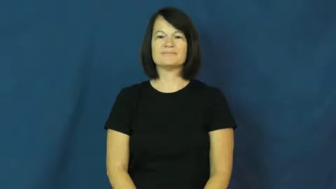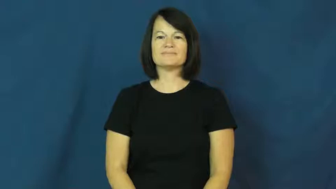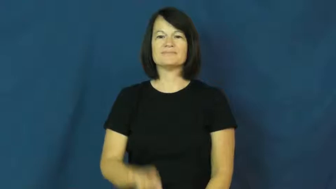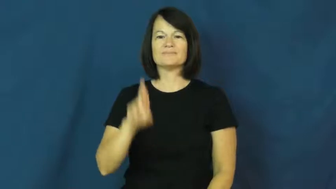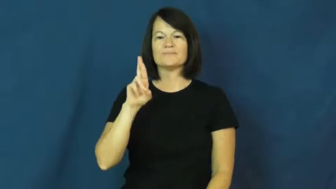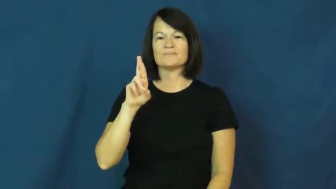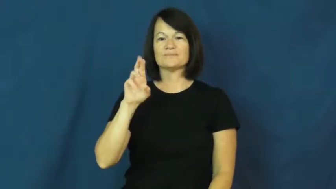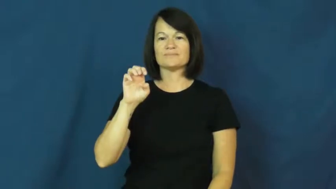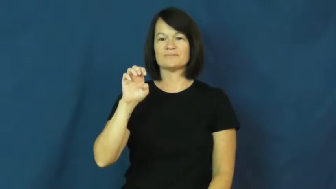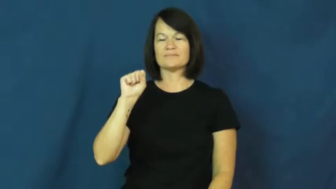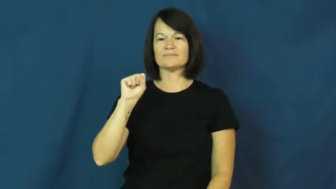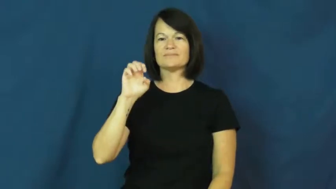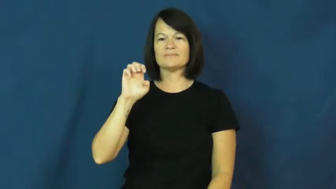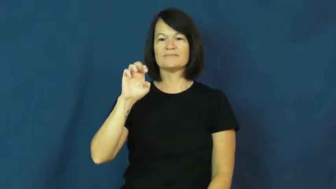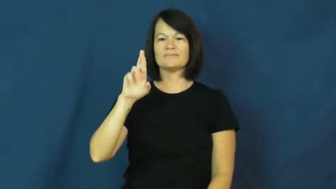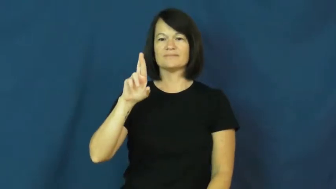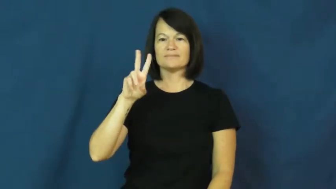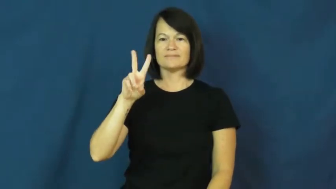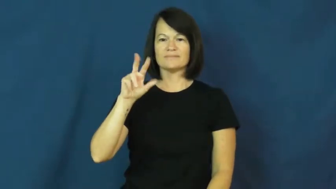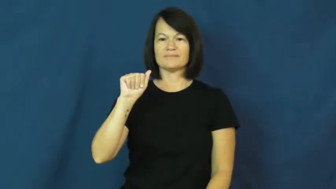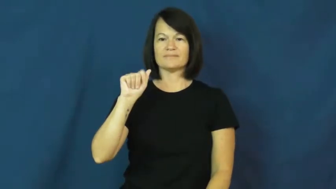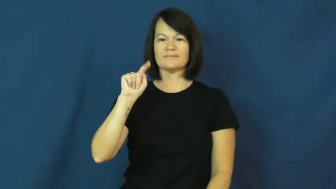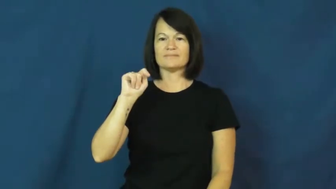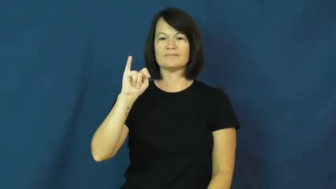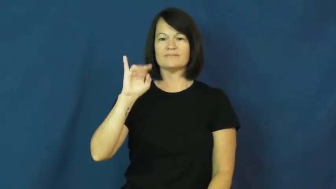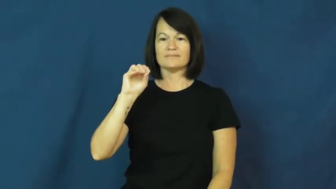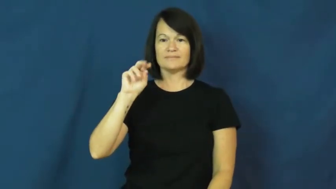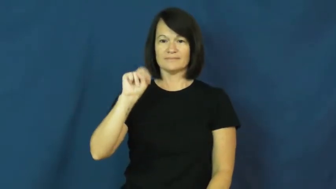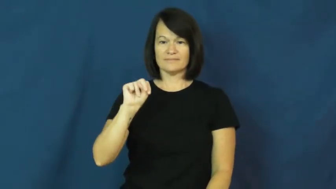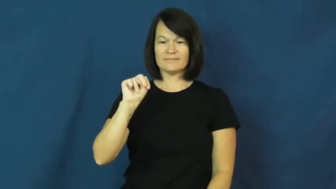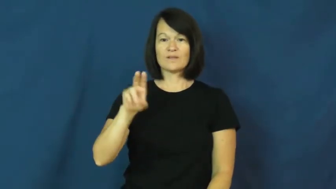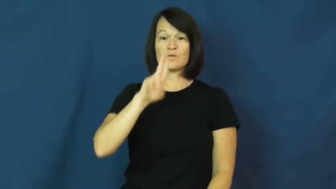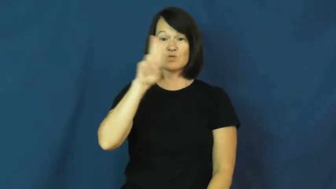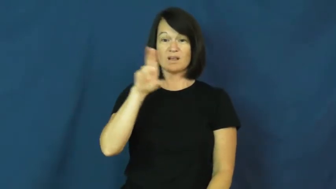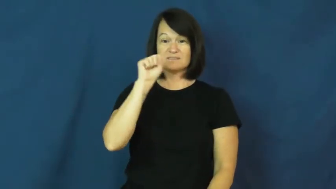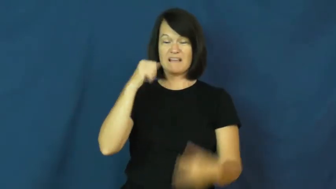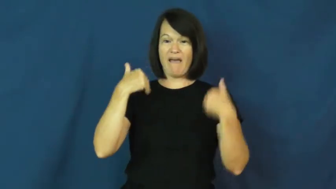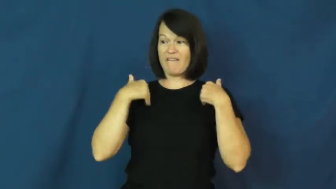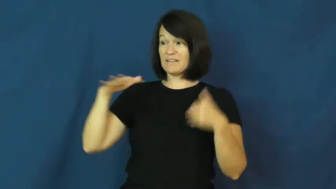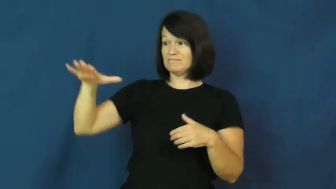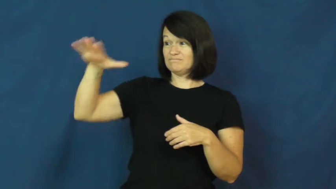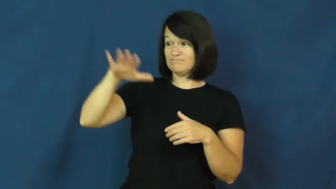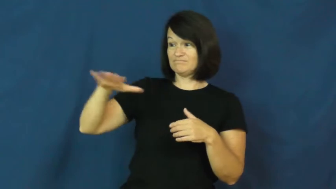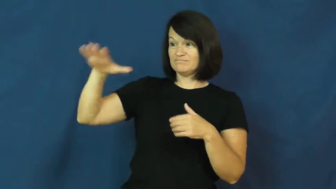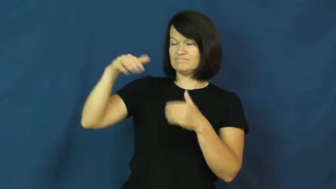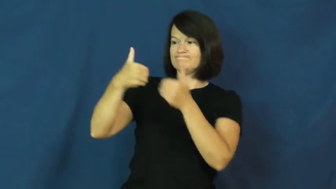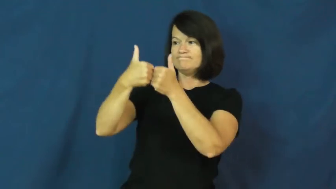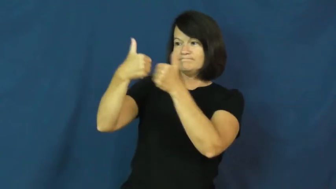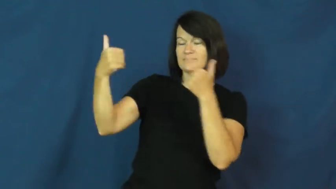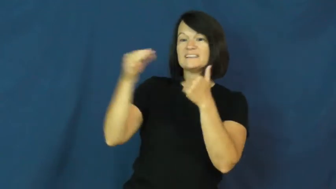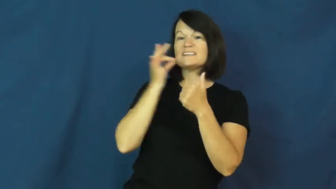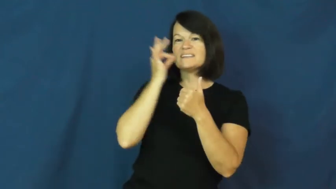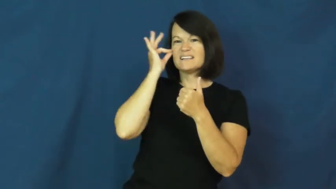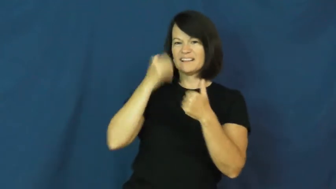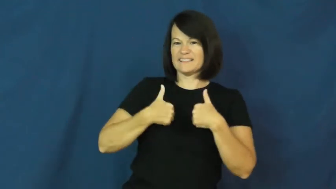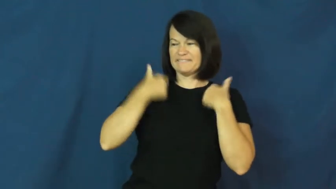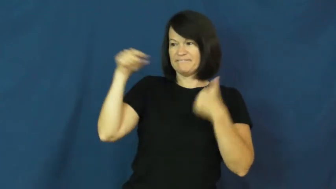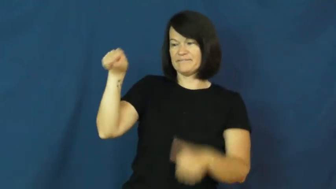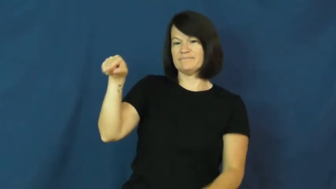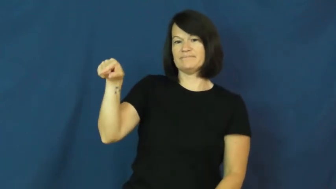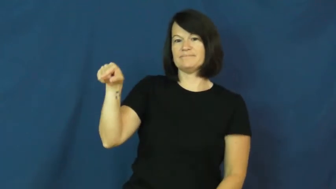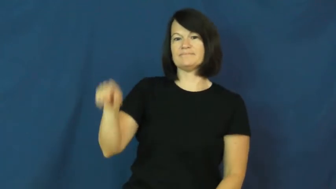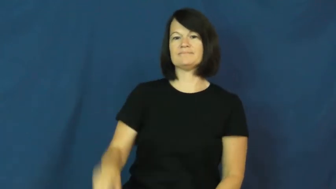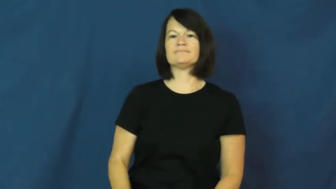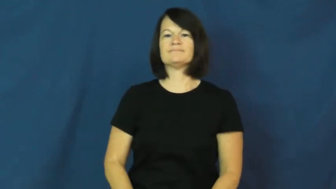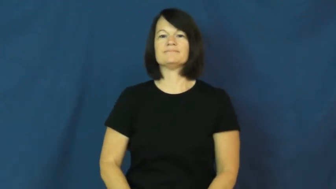reservation-indian